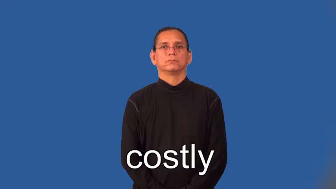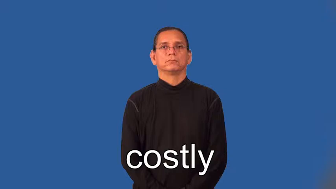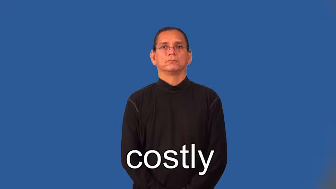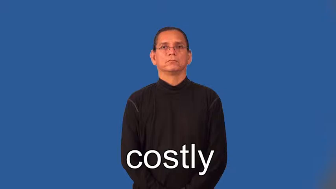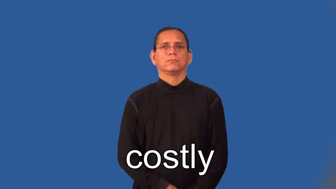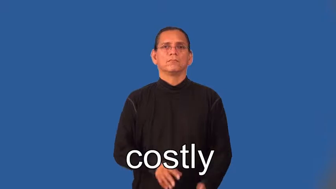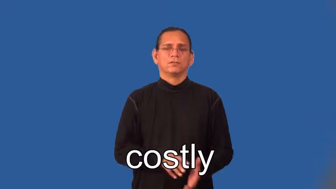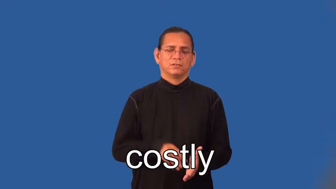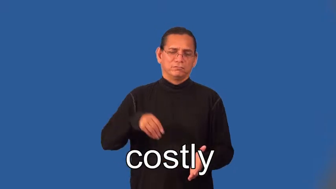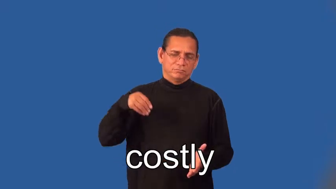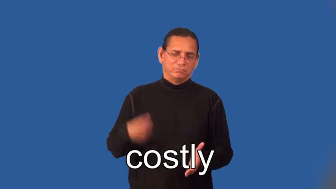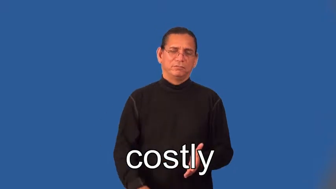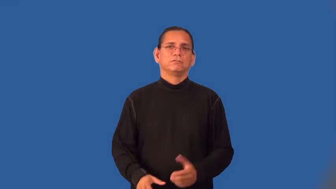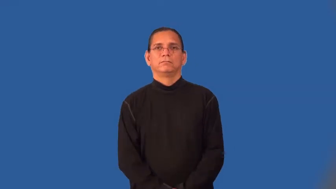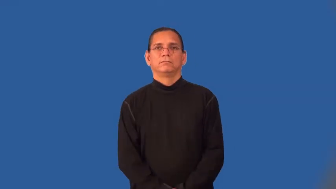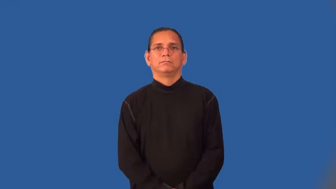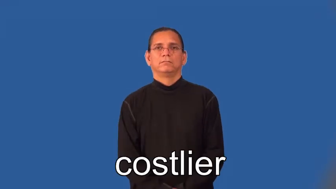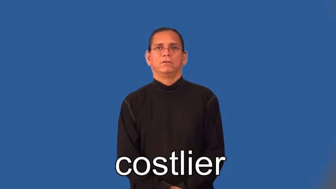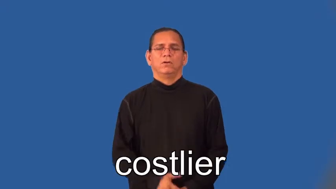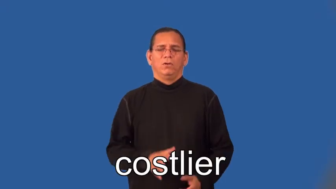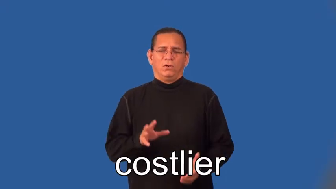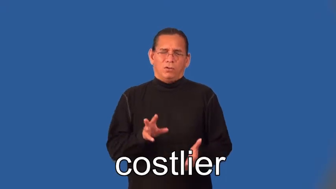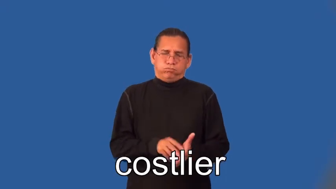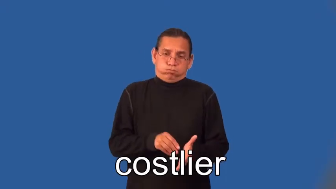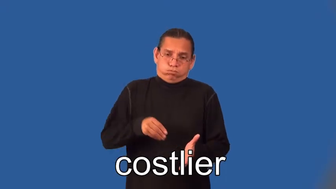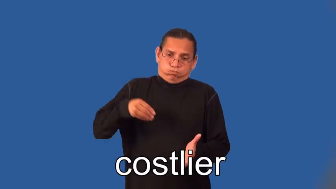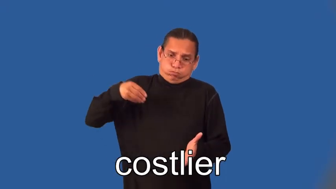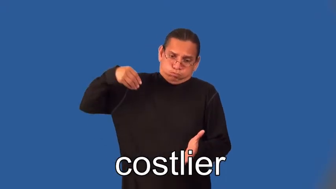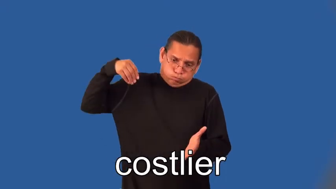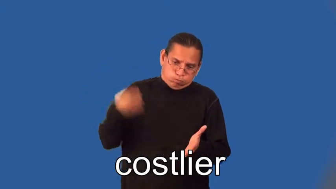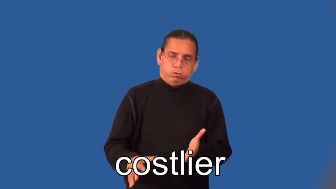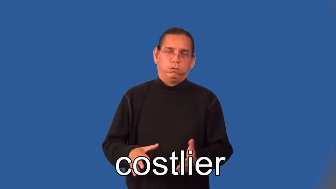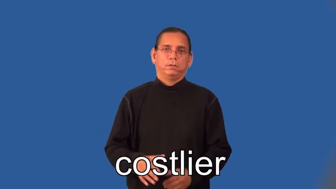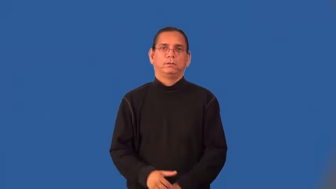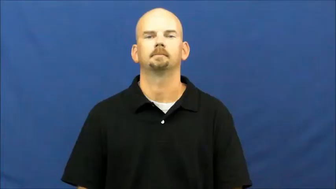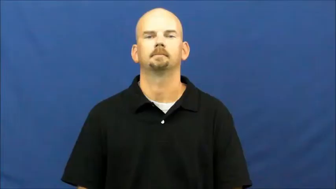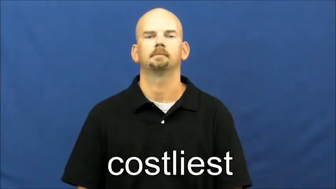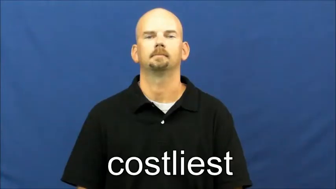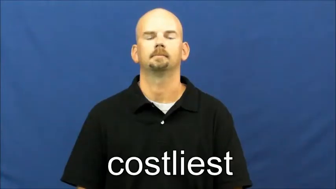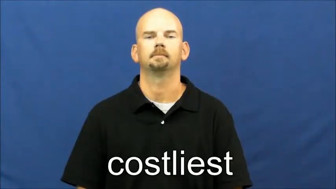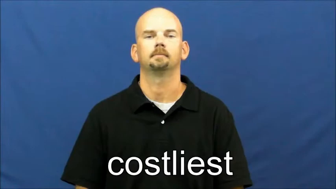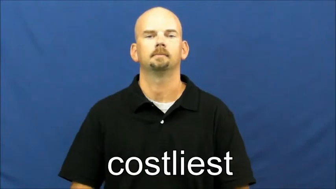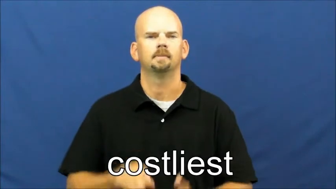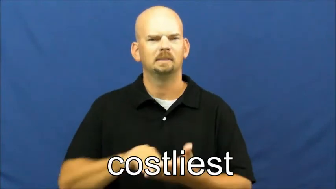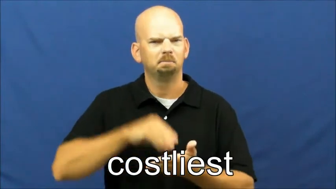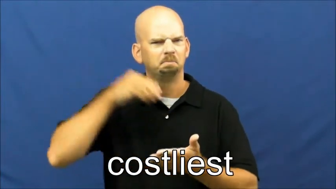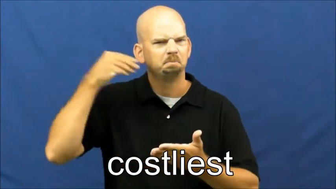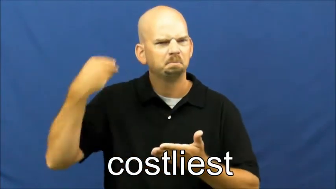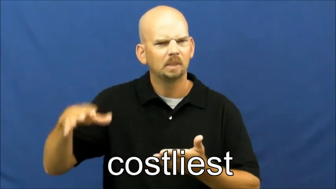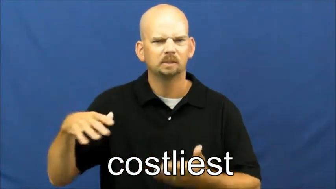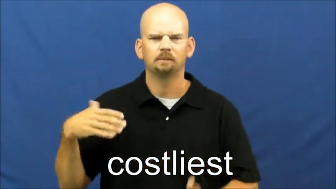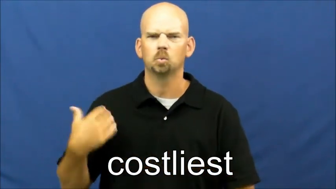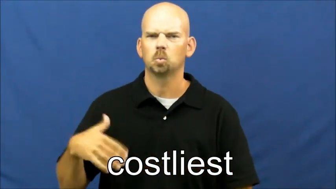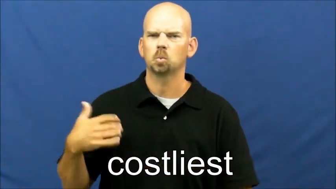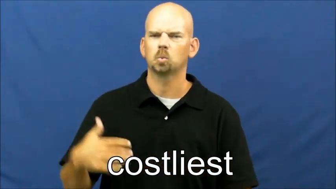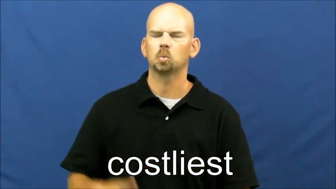costlier,costliest